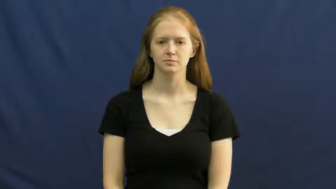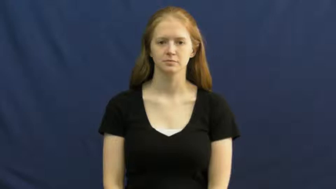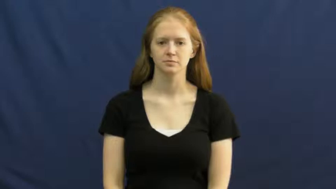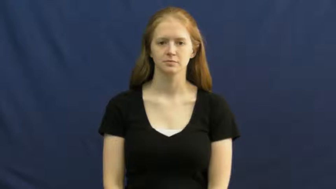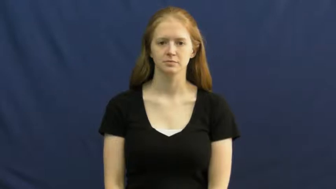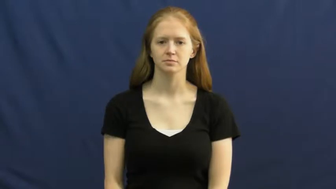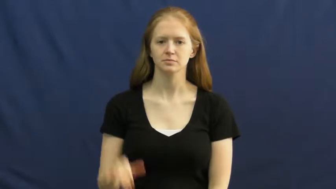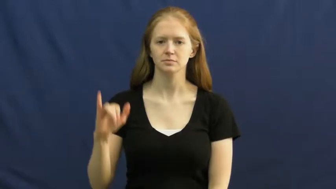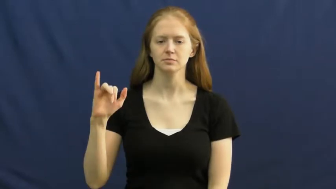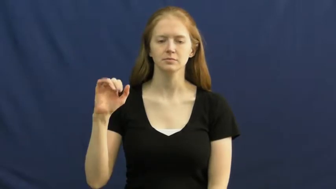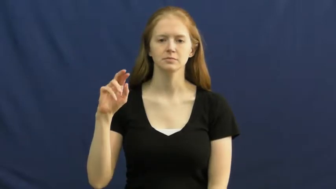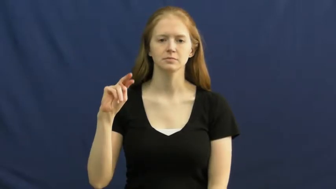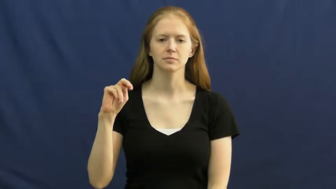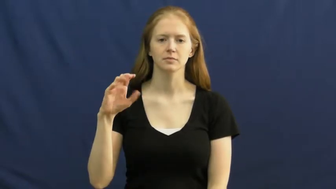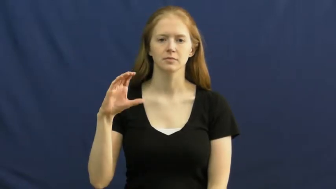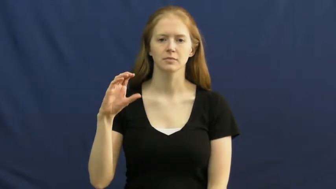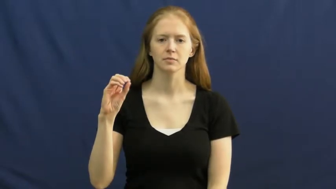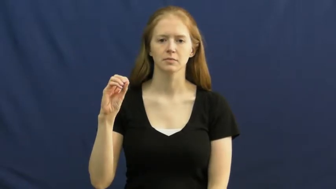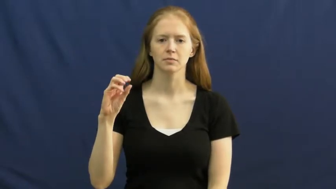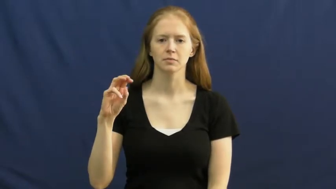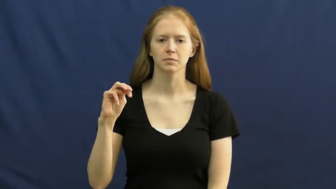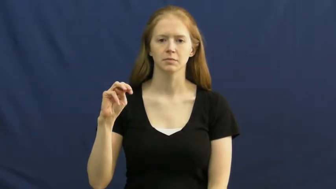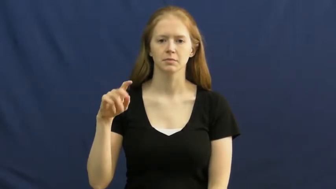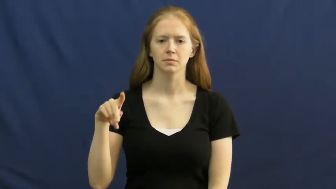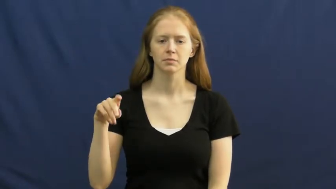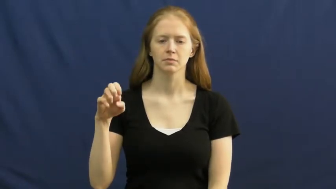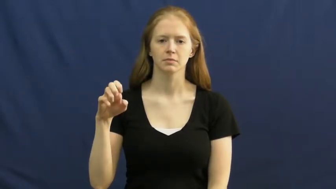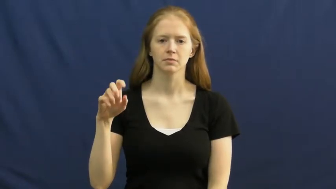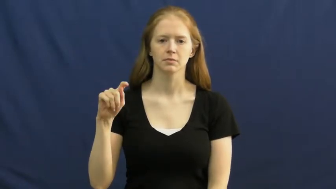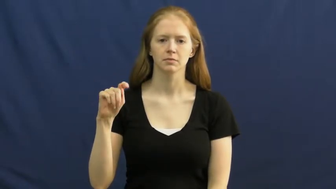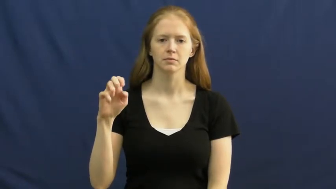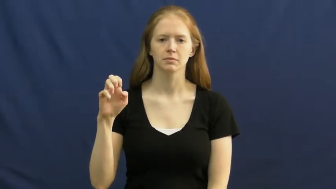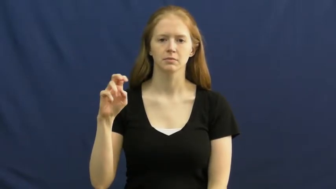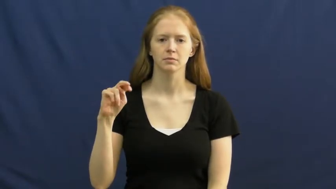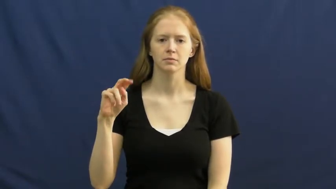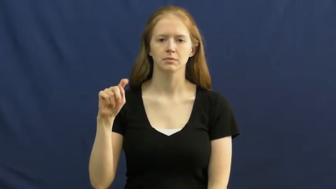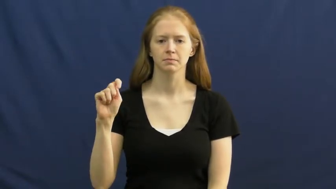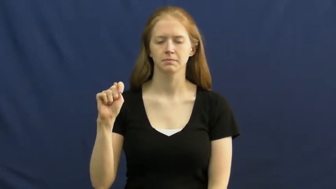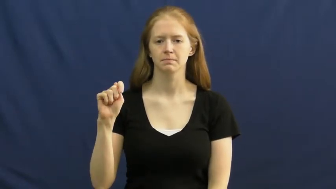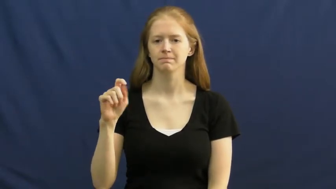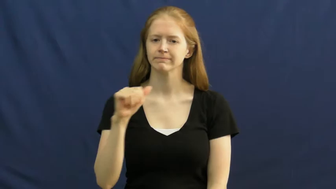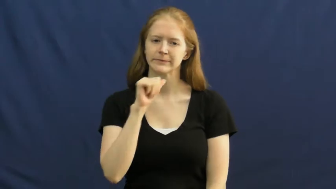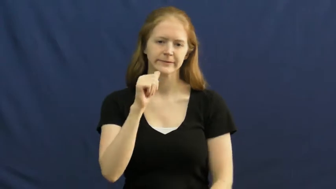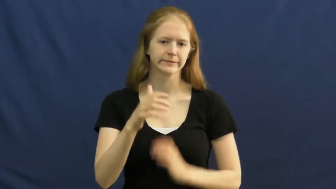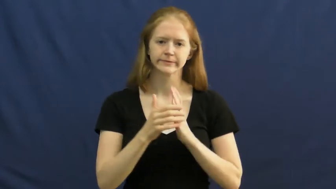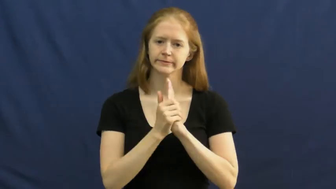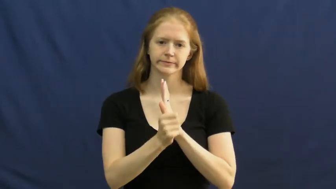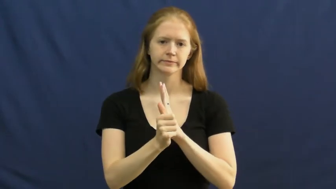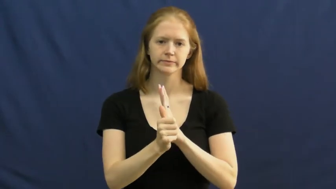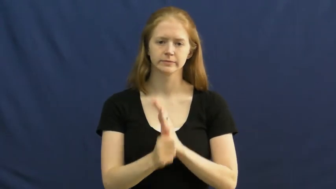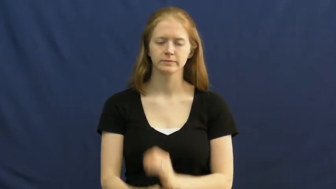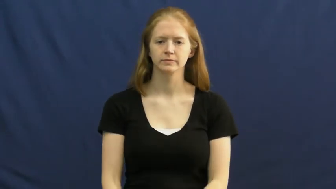incompetent